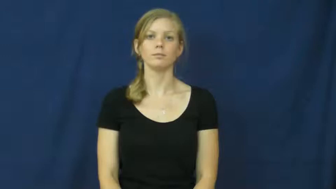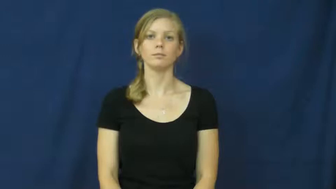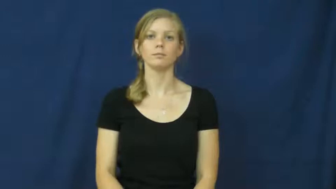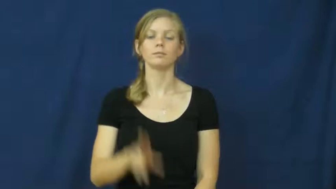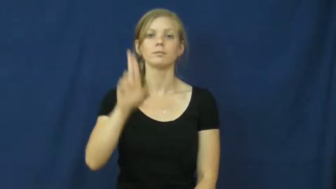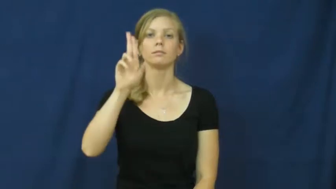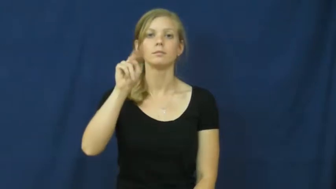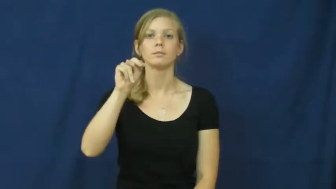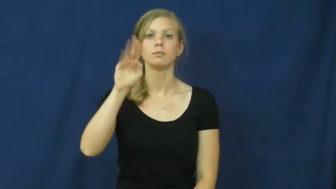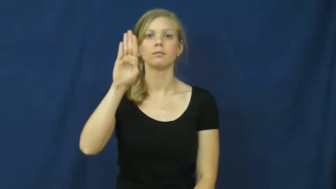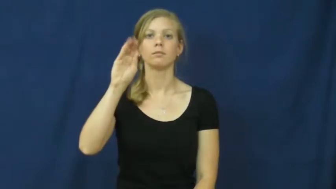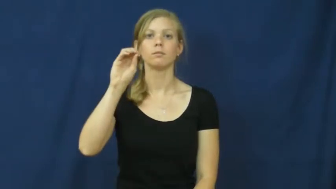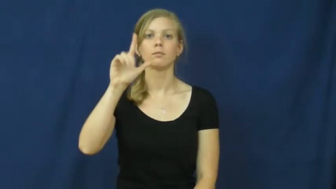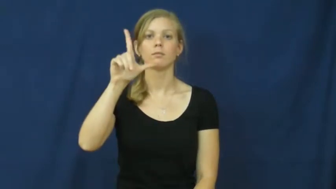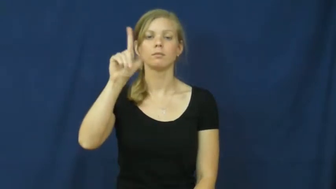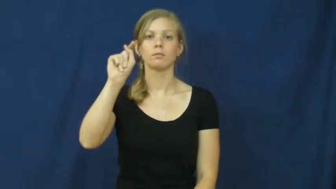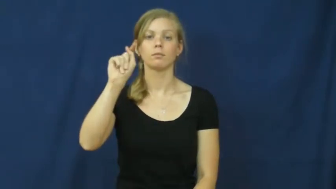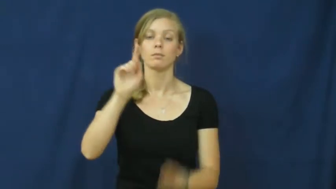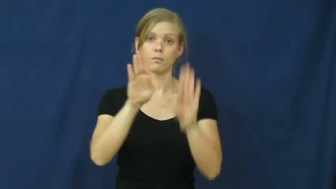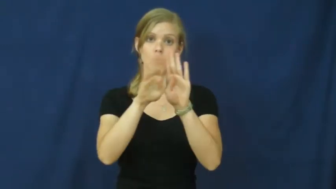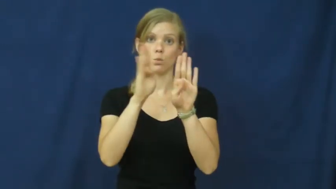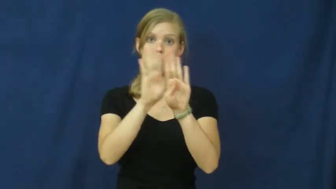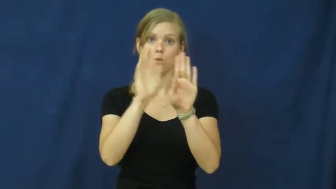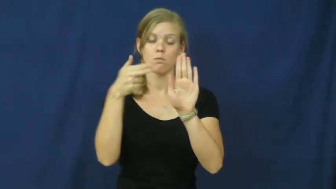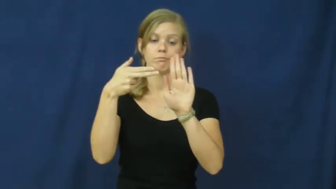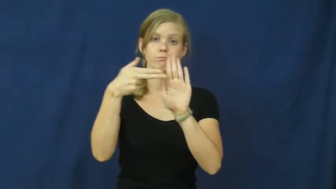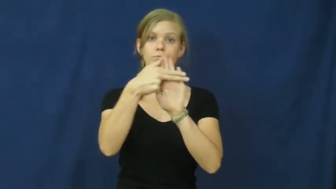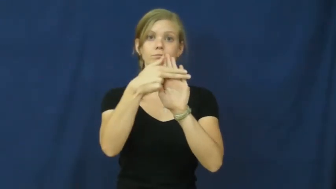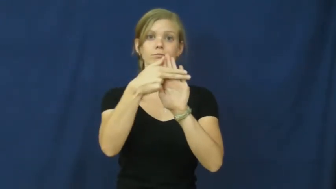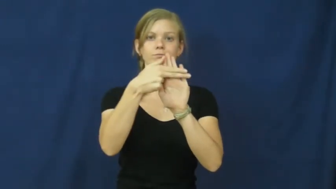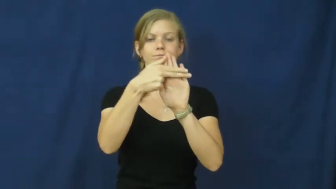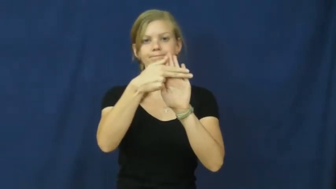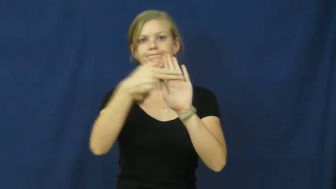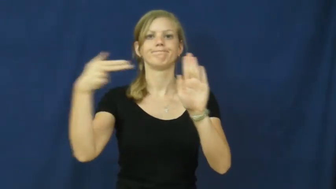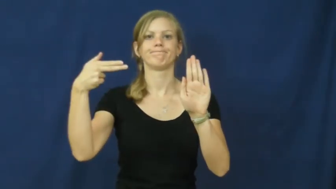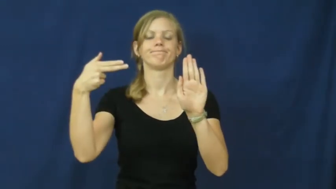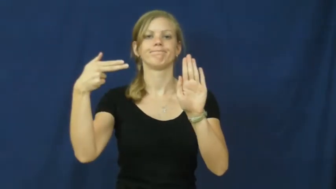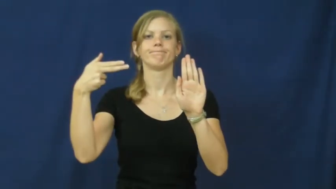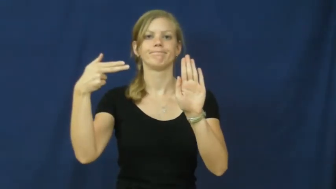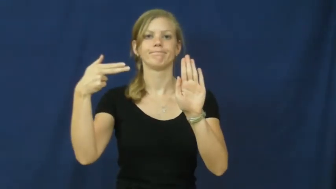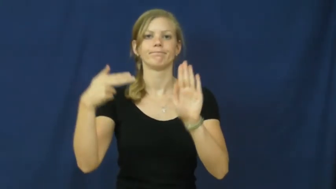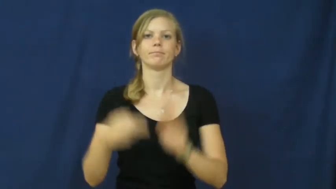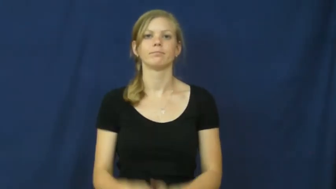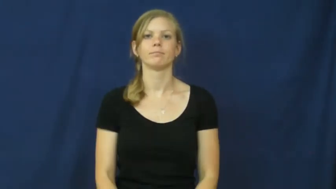unbolt